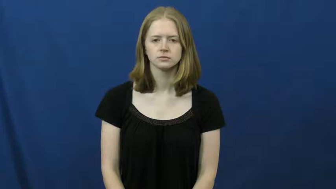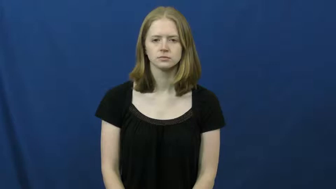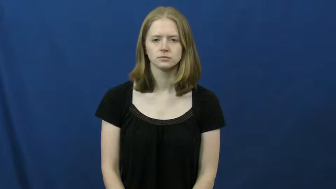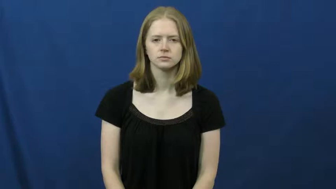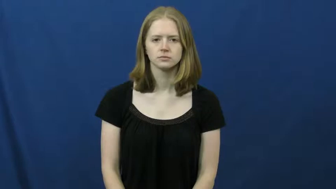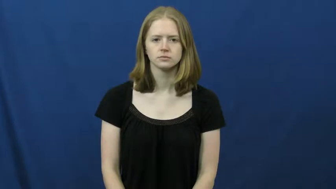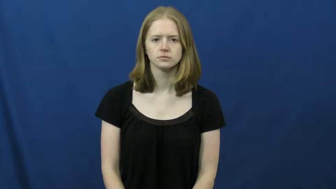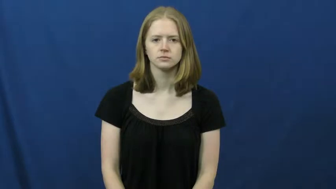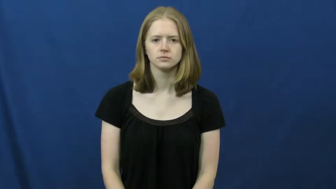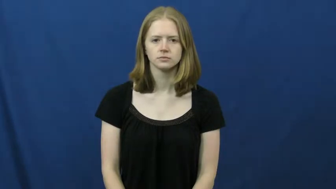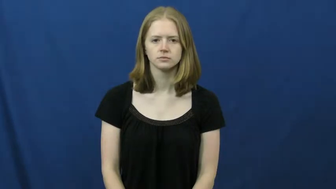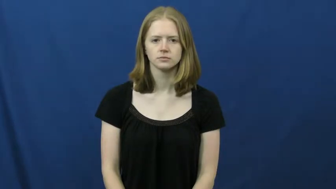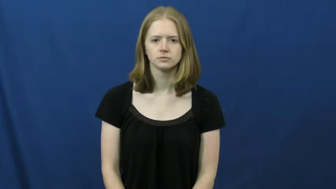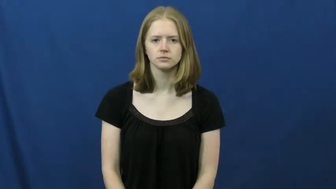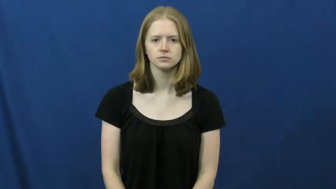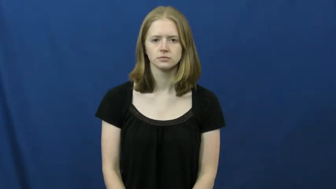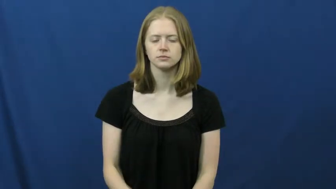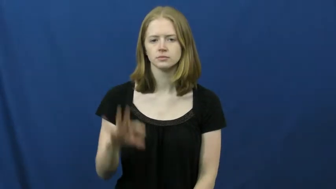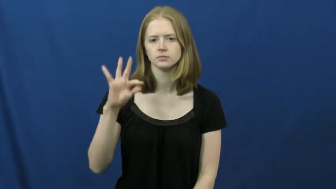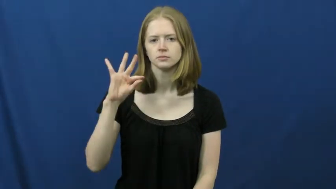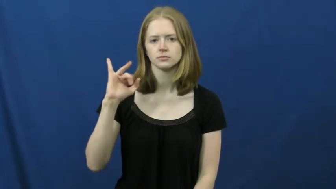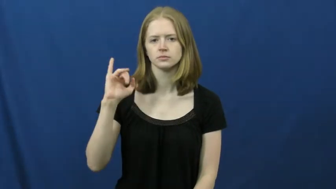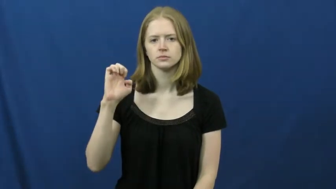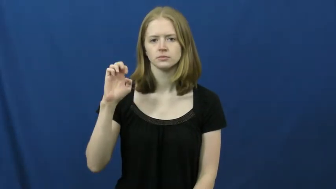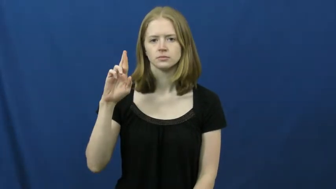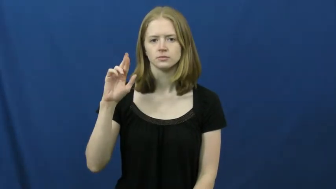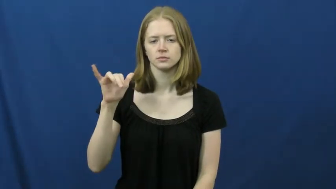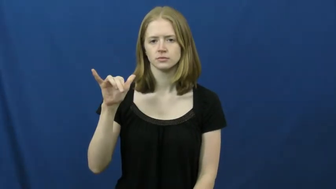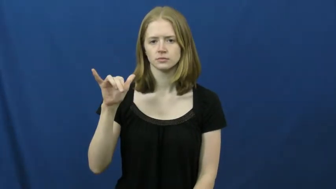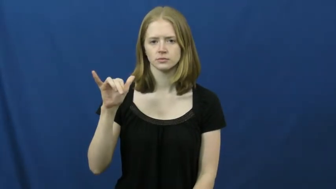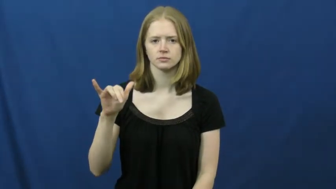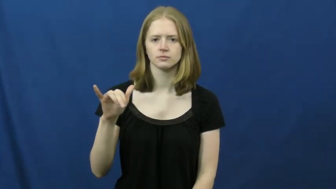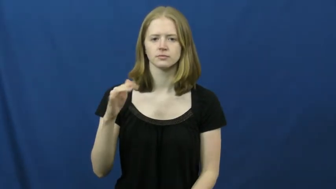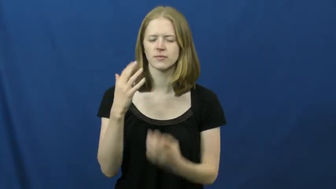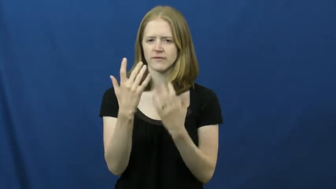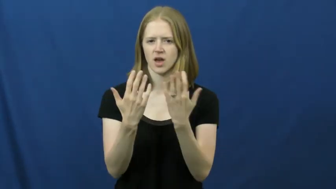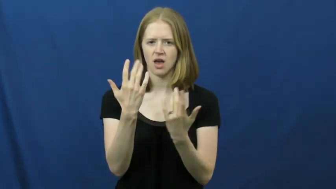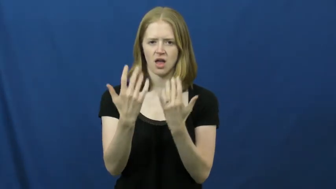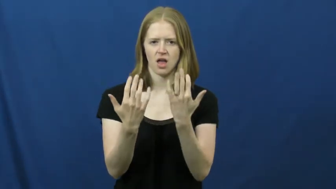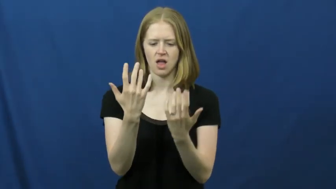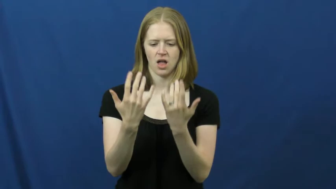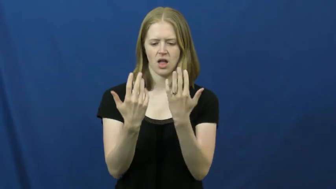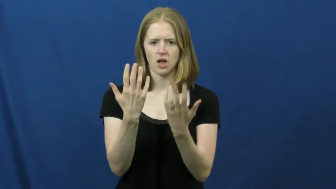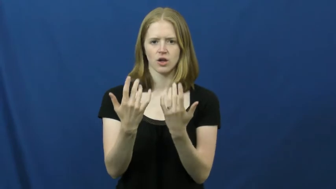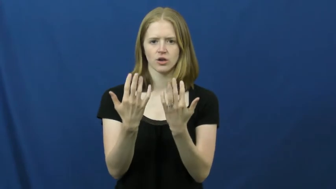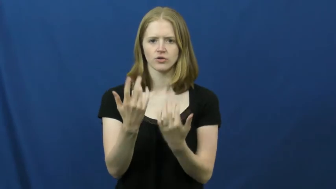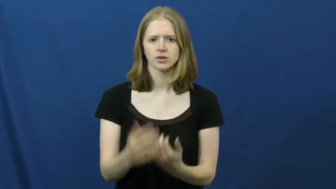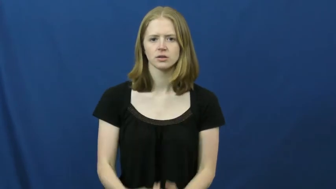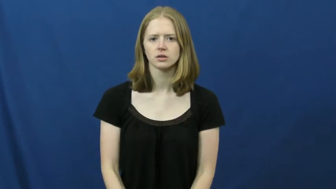fiery-fire